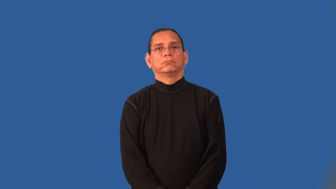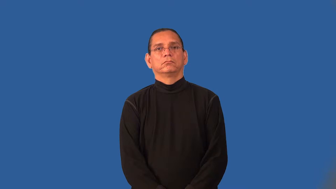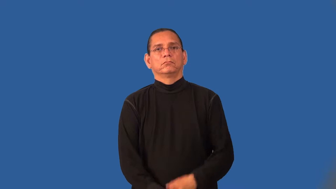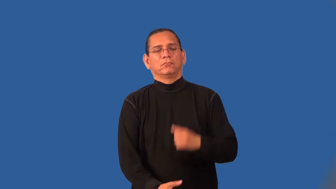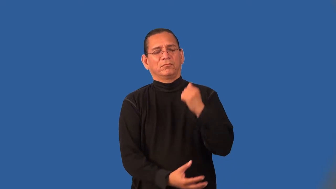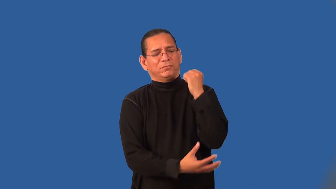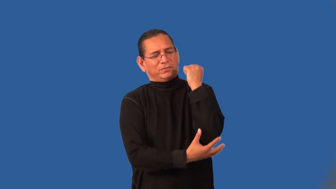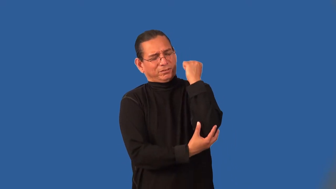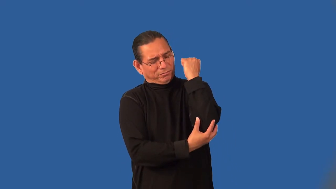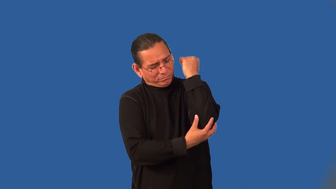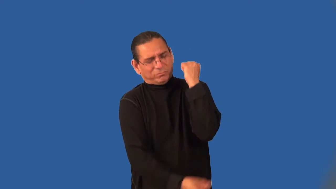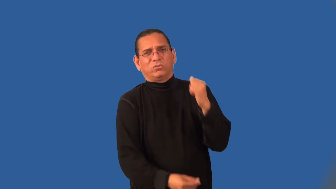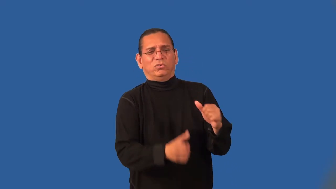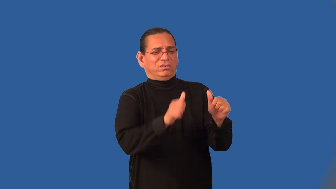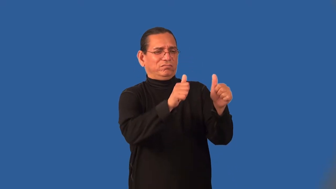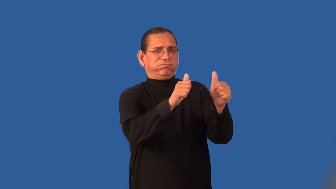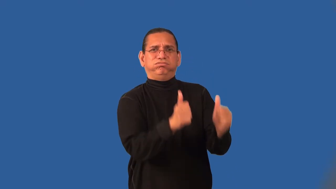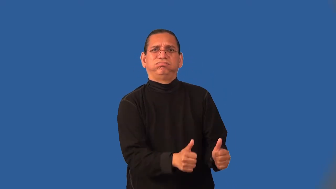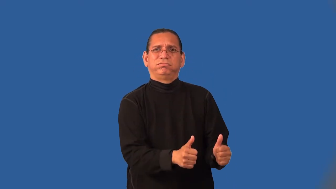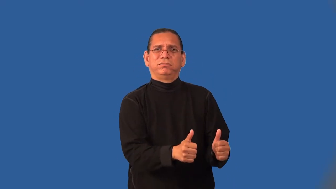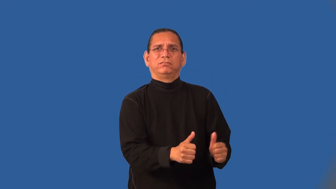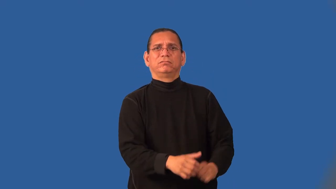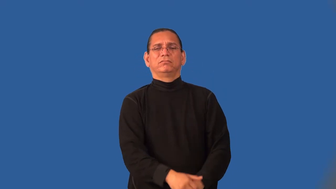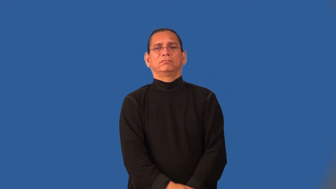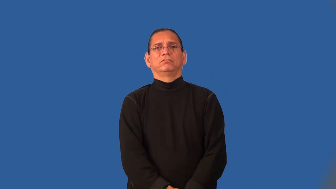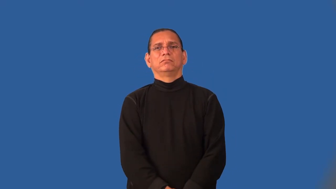impoverished